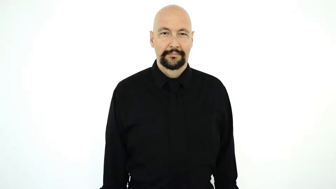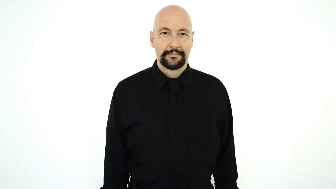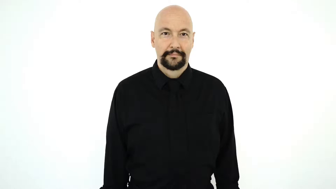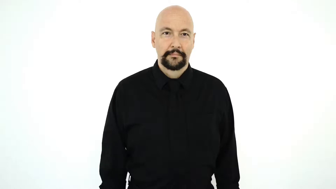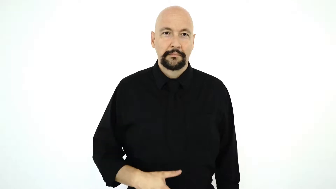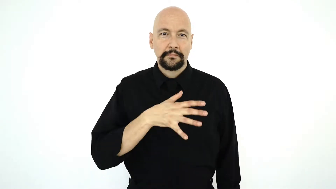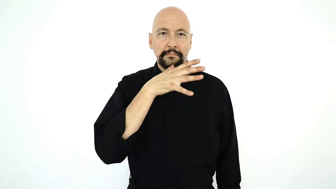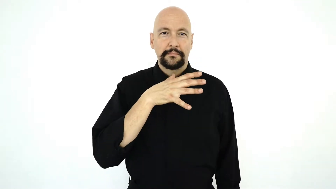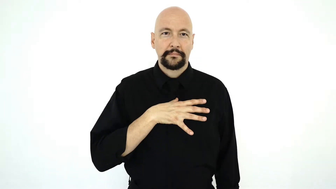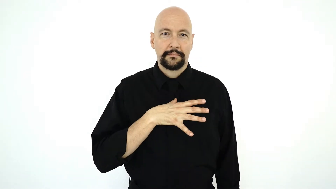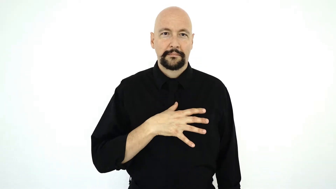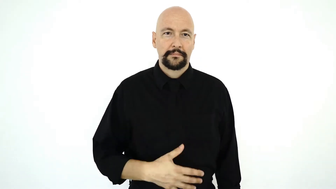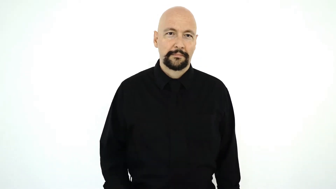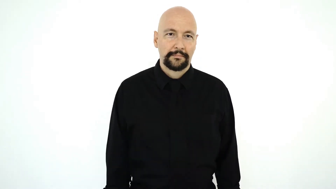WOMAN-[casual-version]